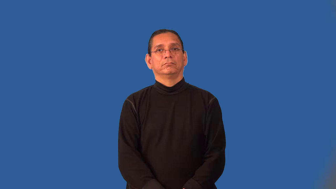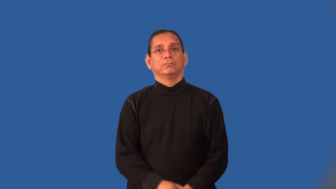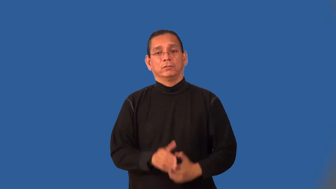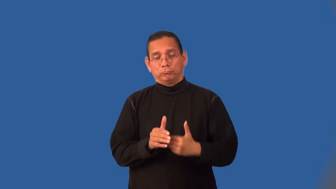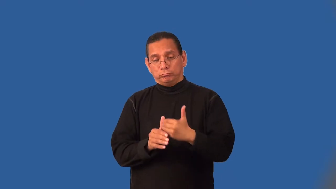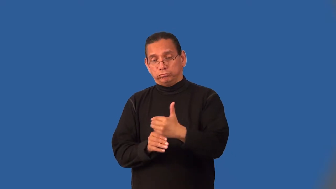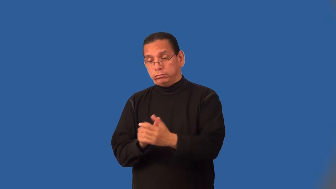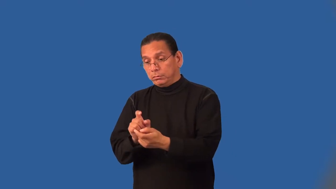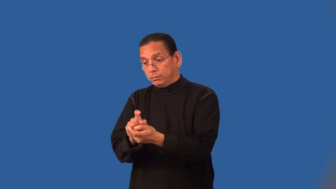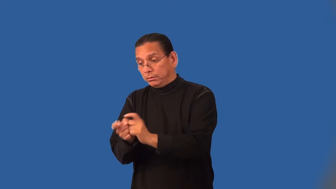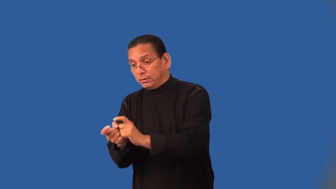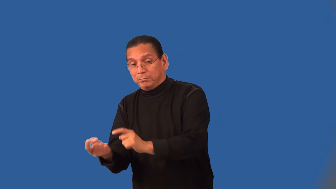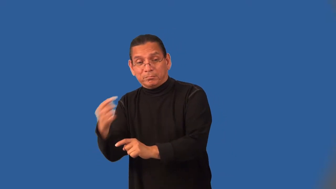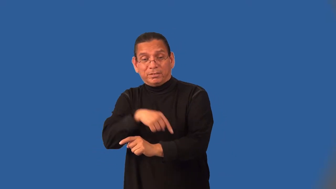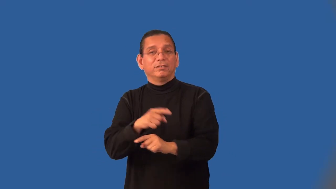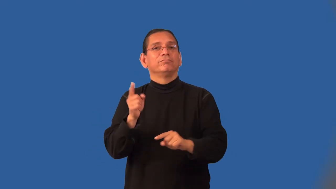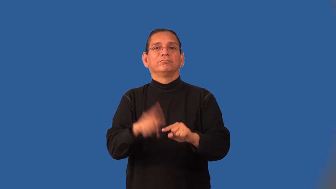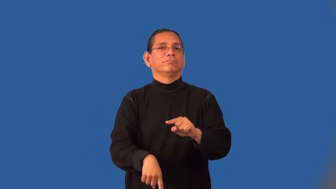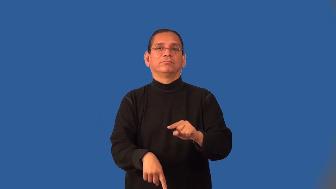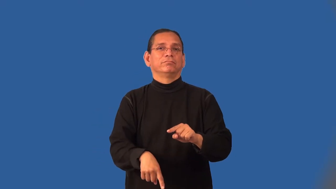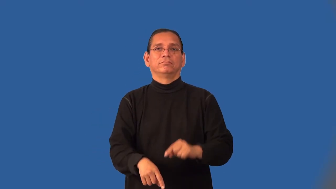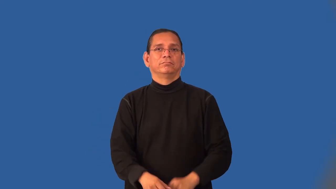irreversible